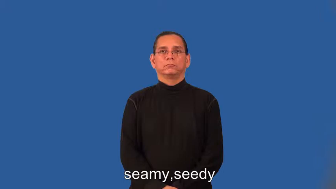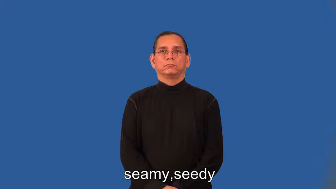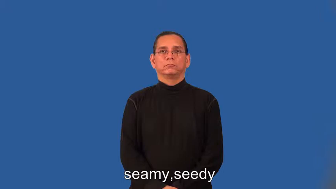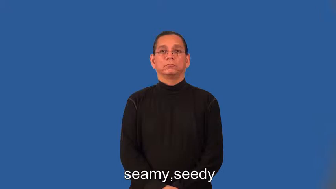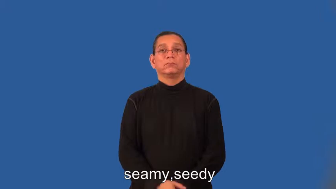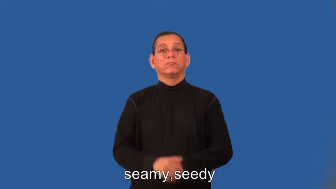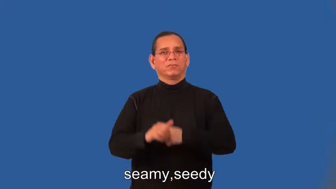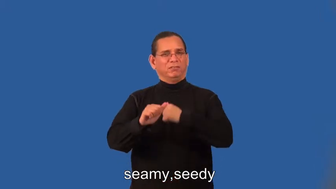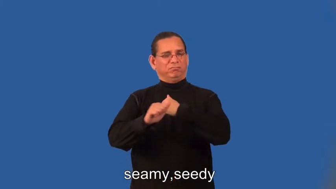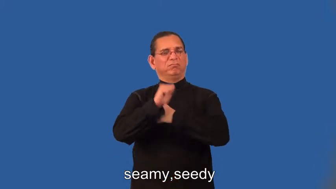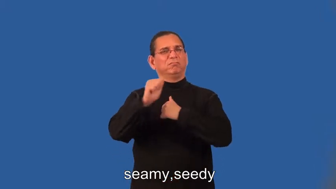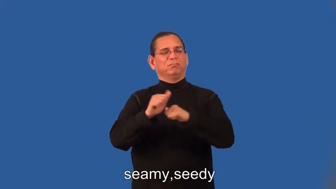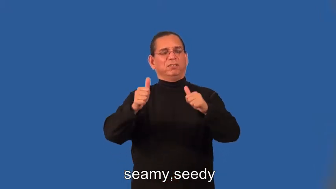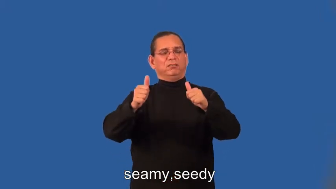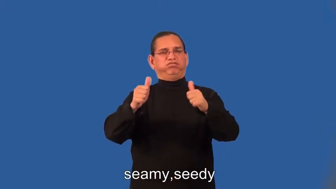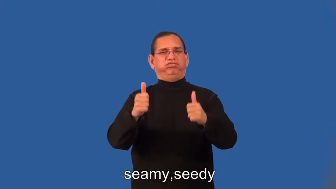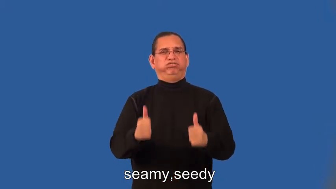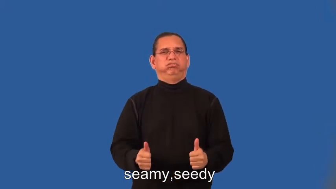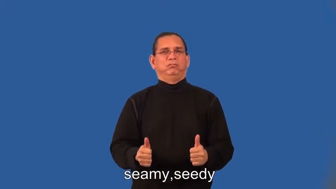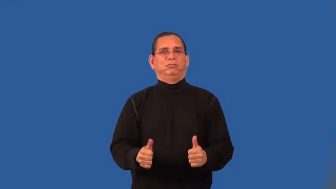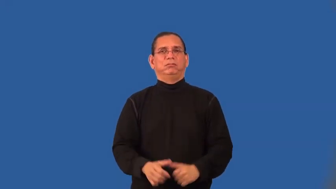seamy,seedy